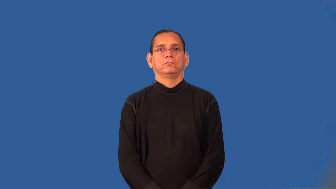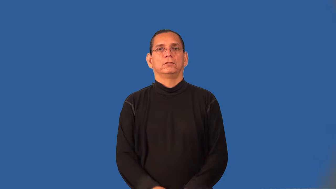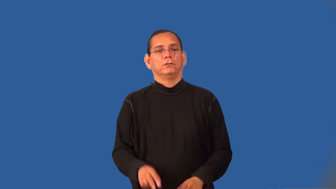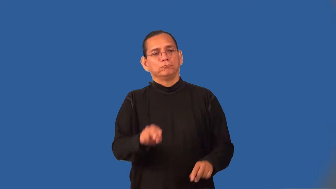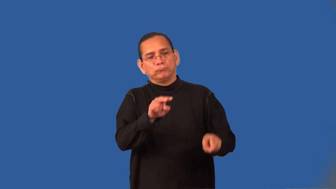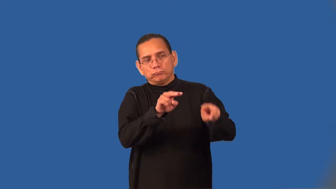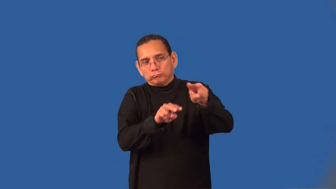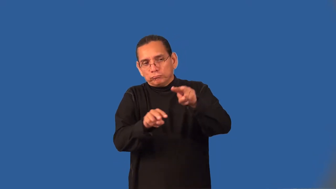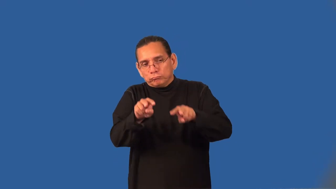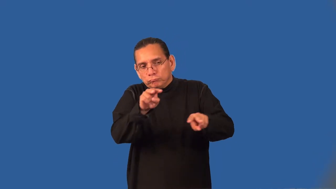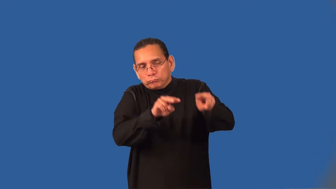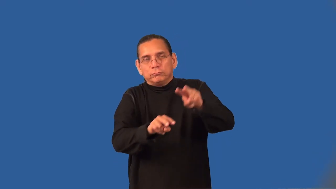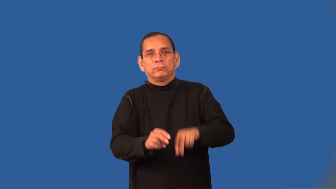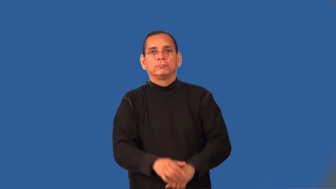surveillance